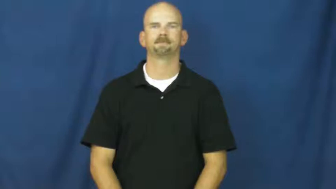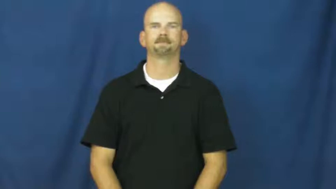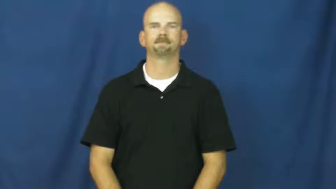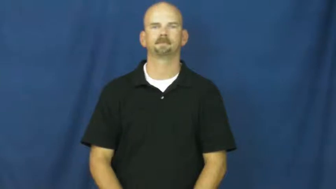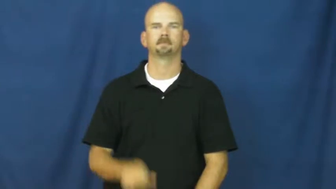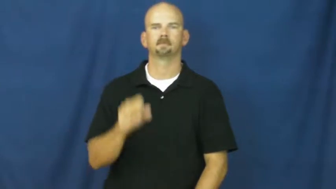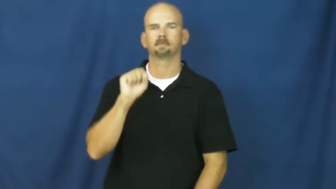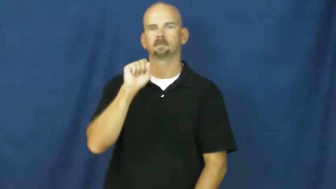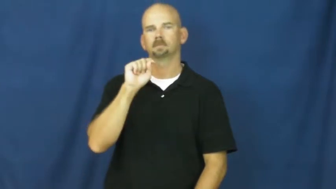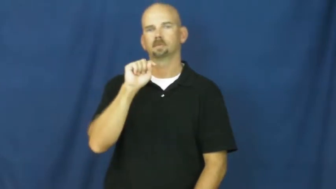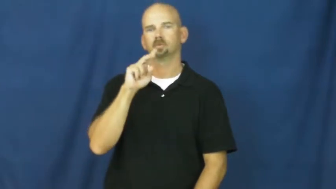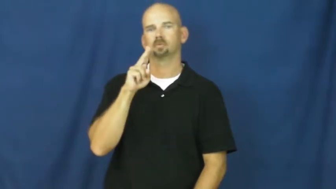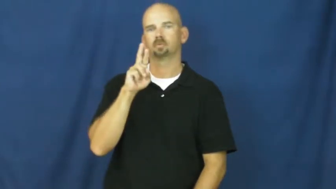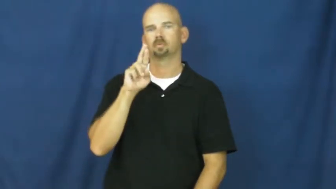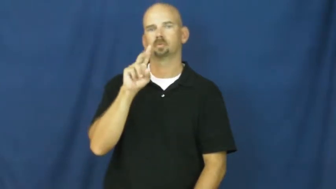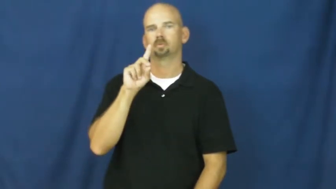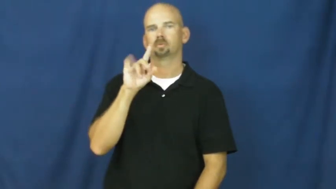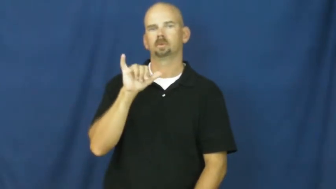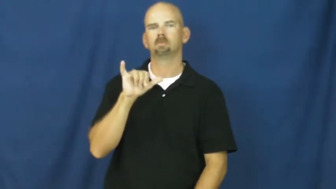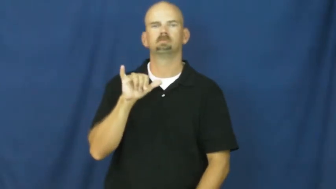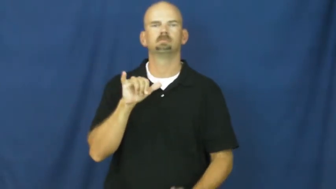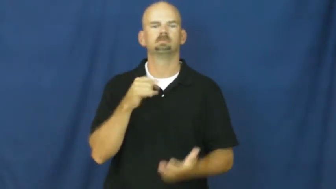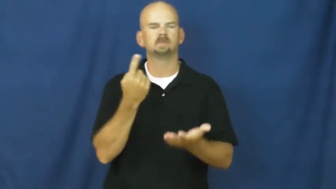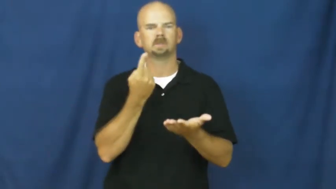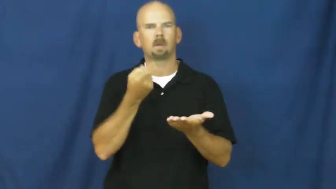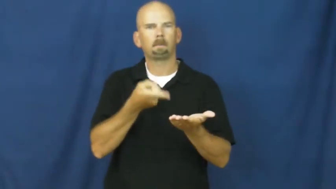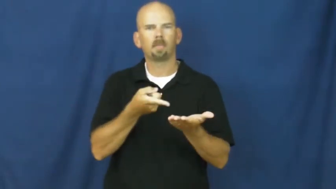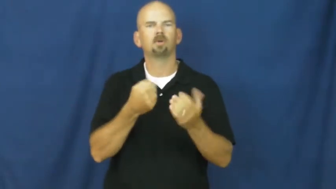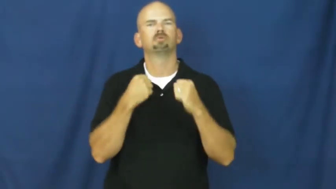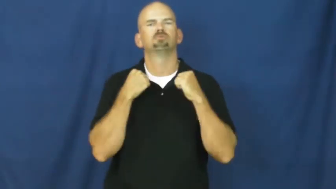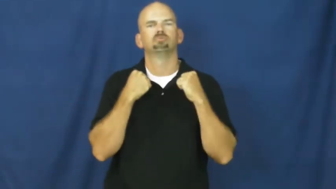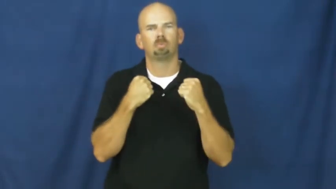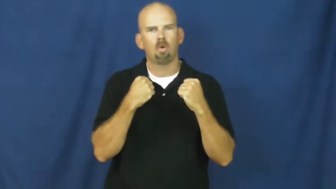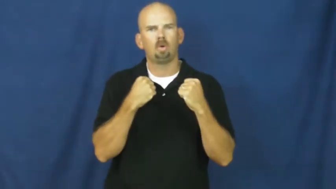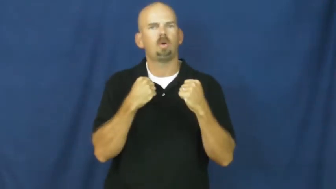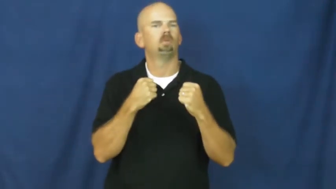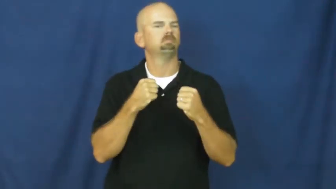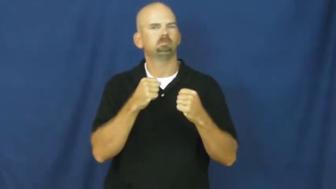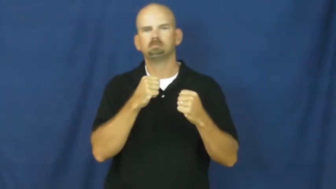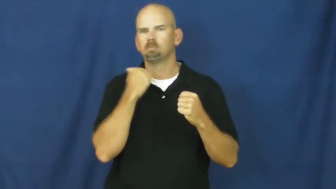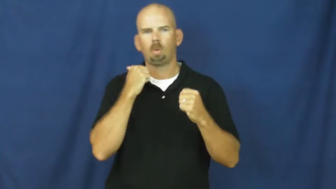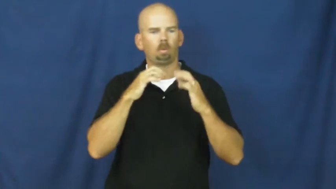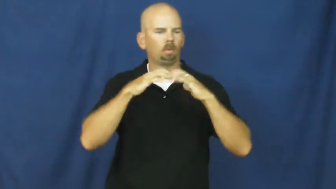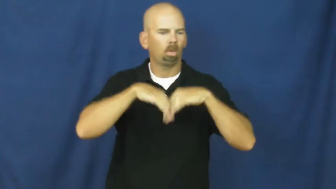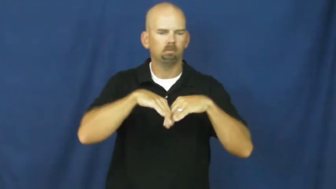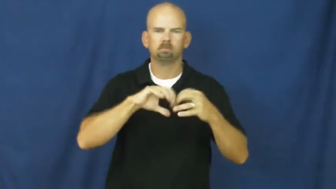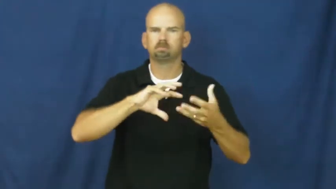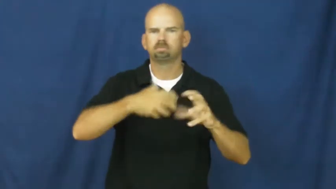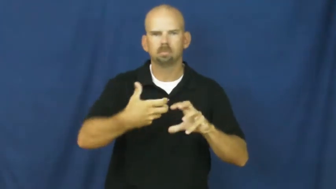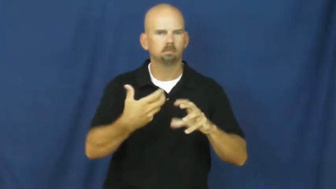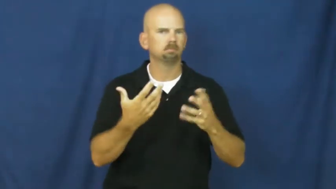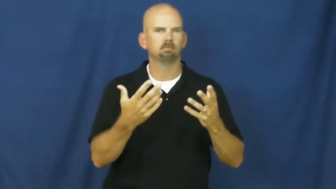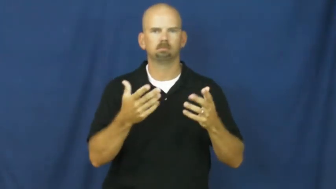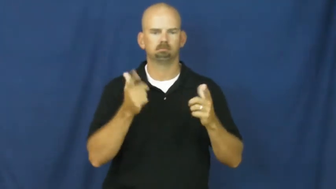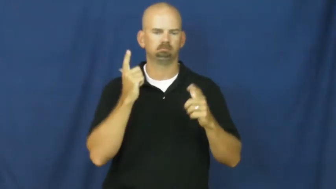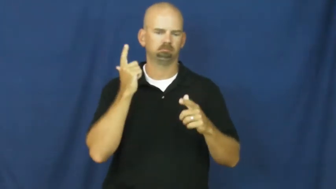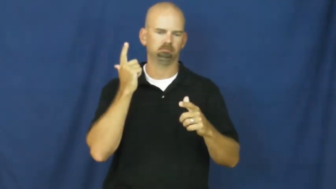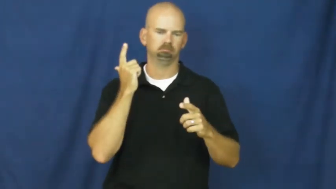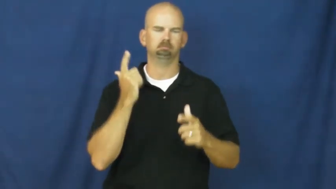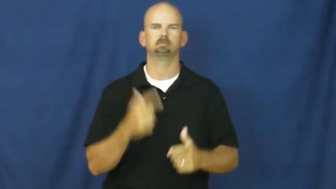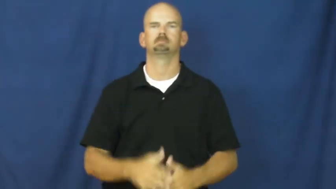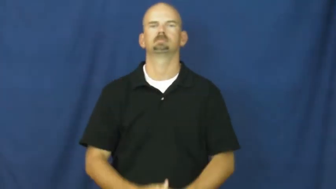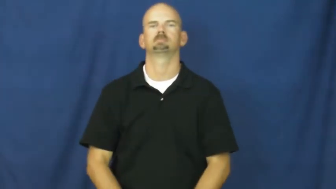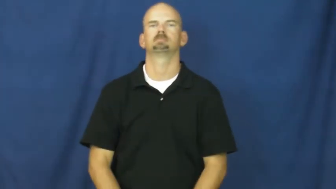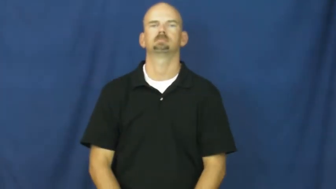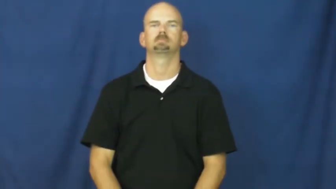sturdy